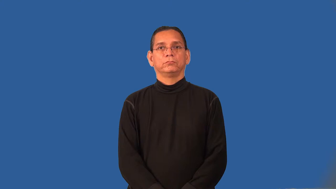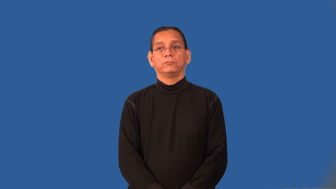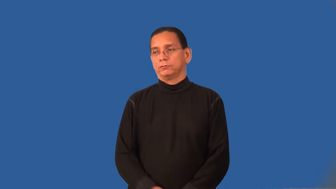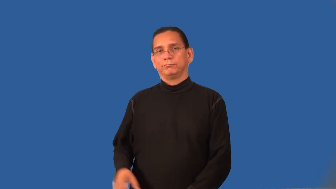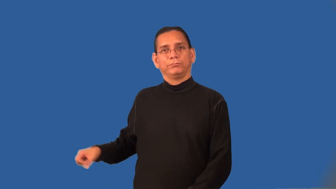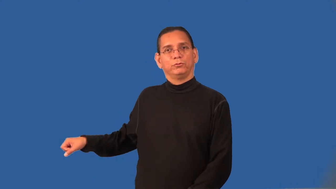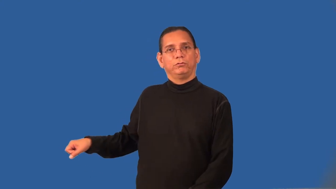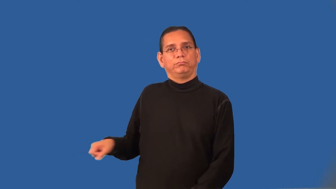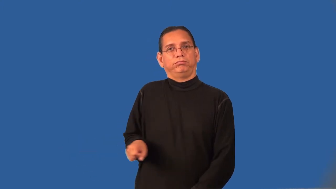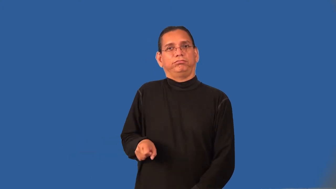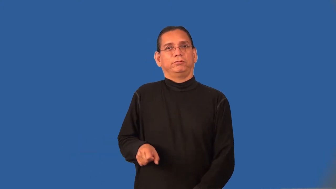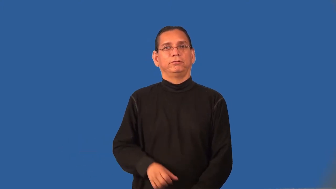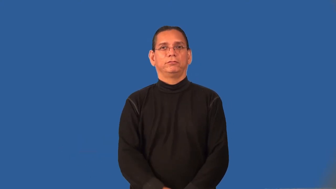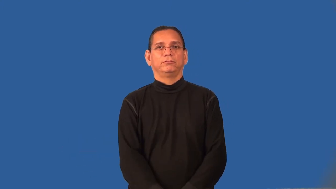pull-child's wagon